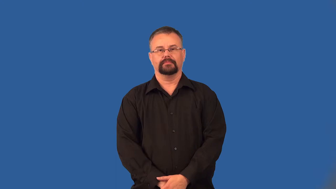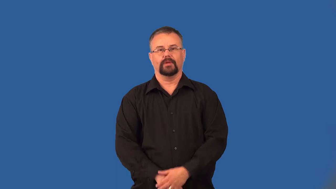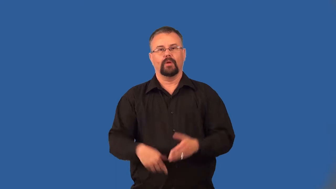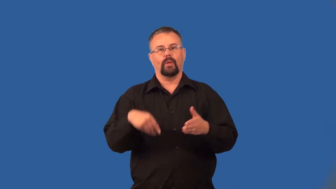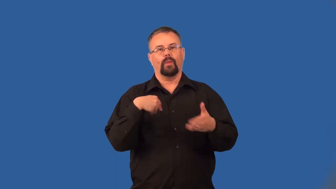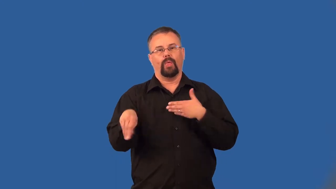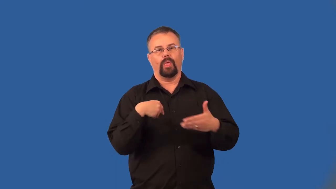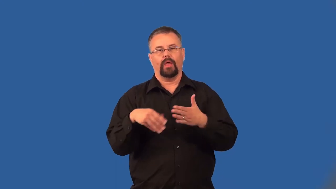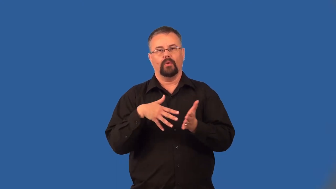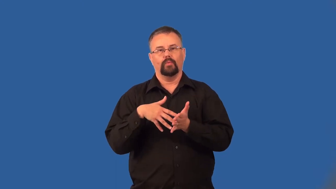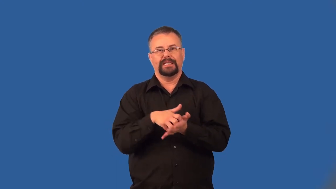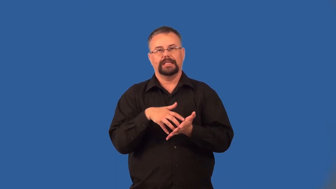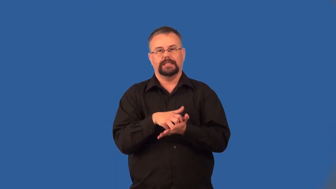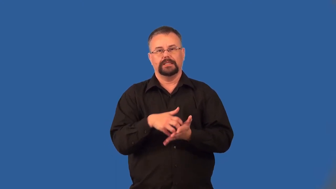unsubstantial